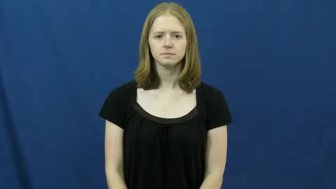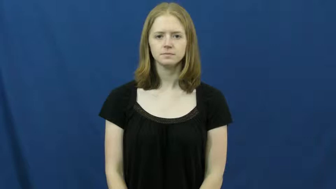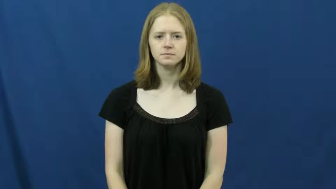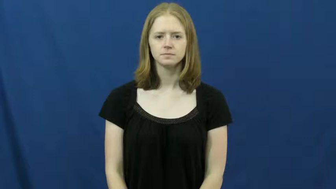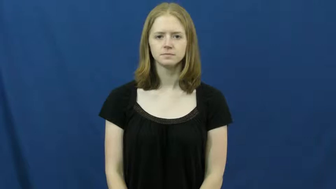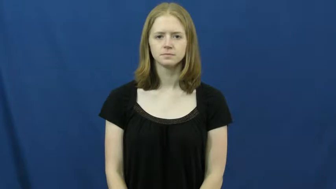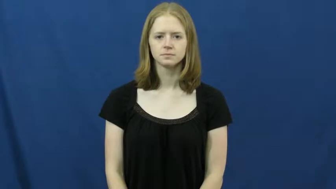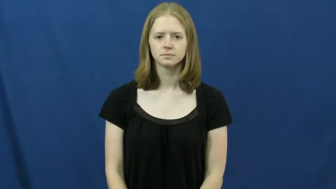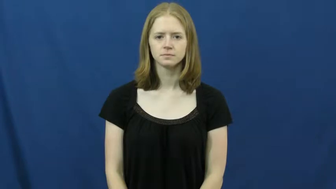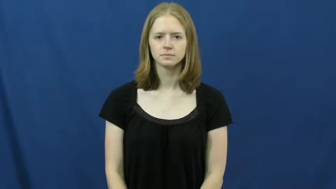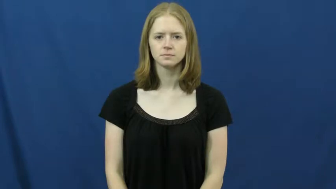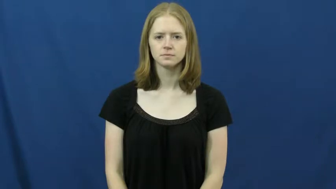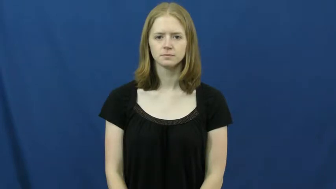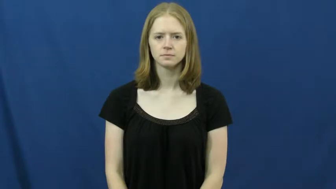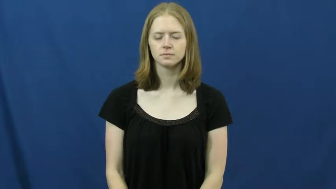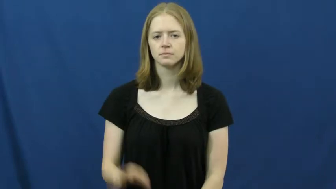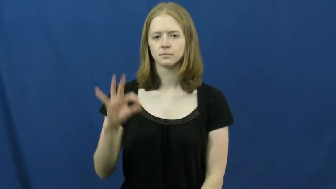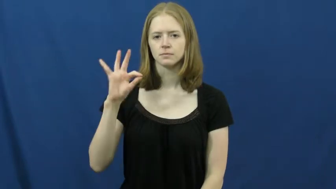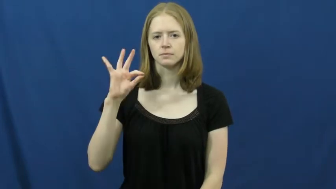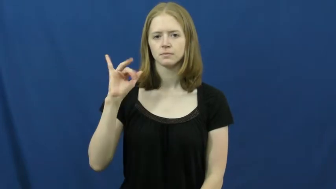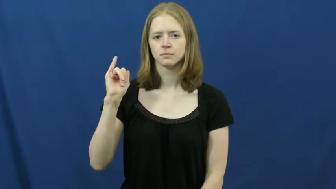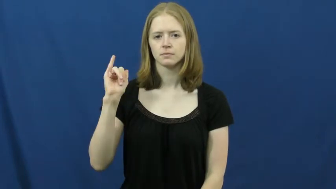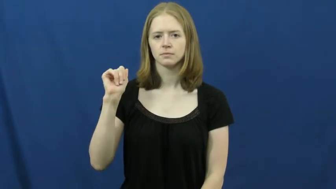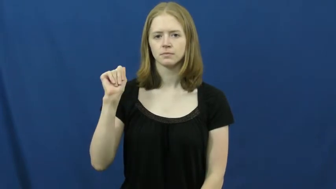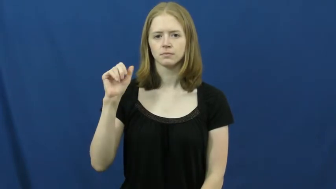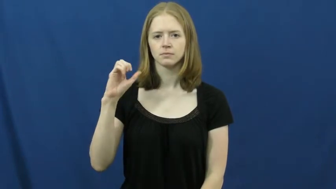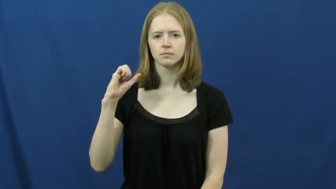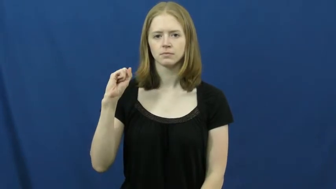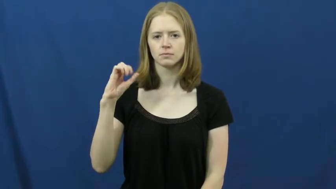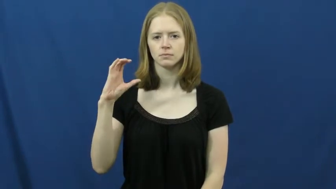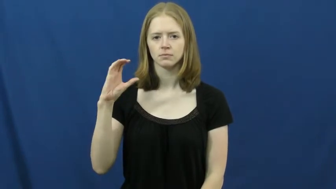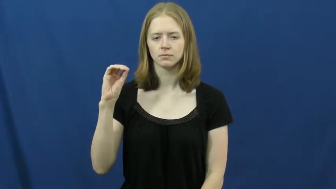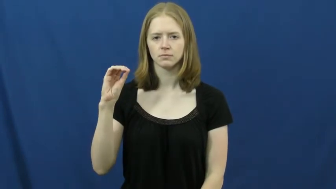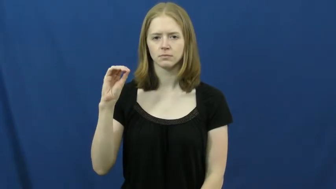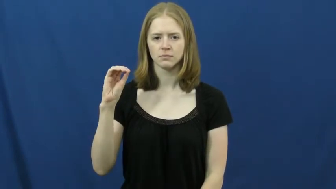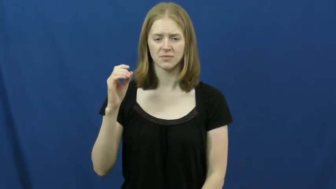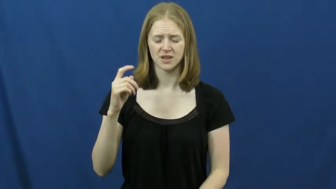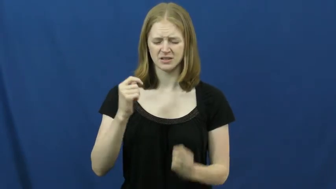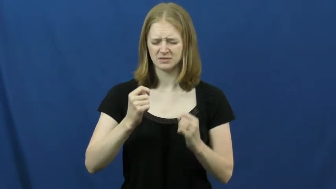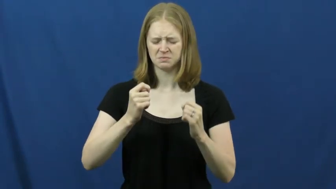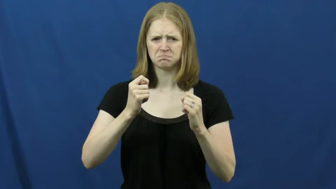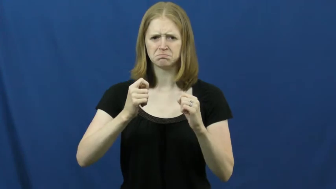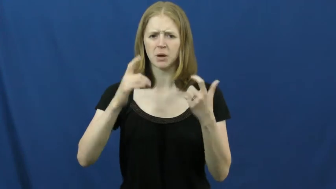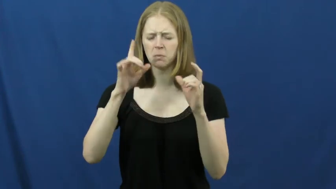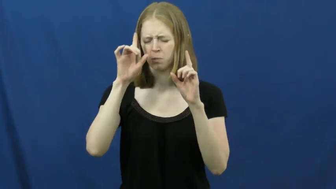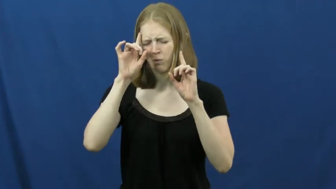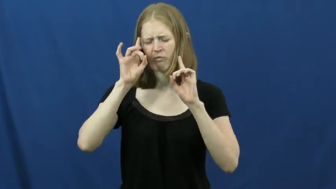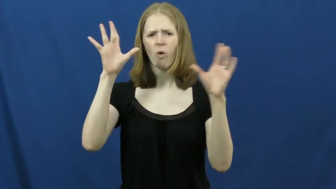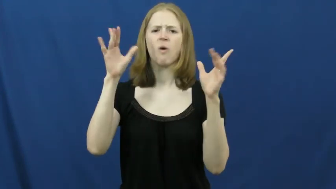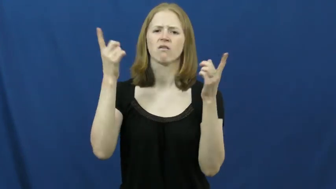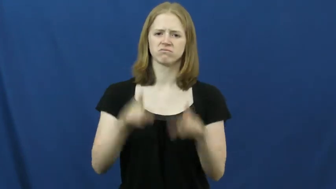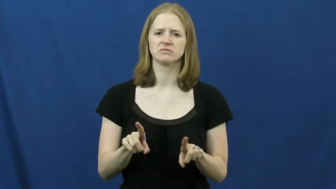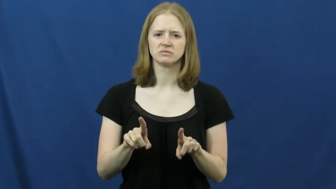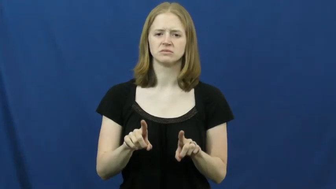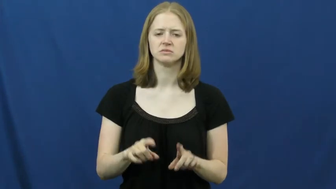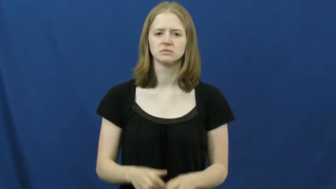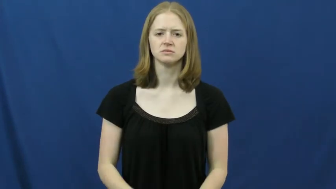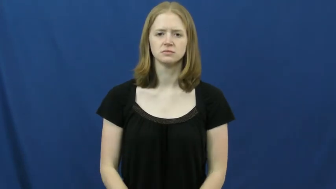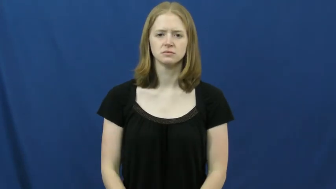fiasco